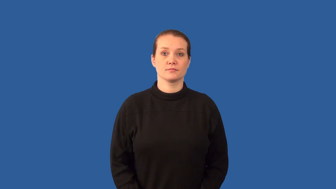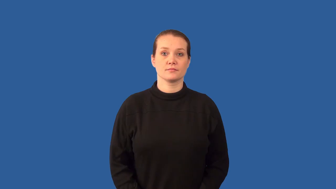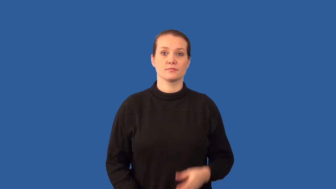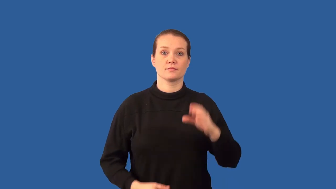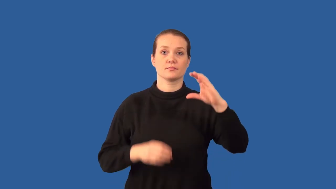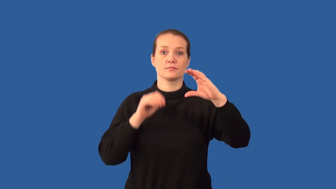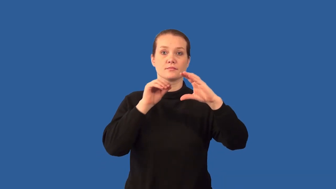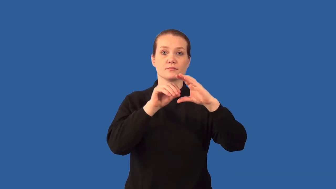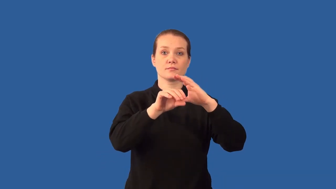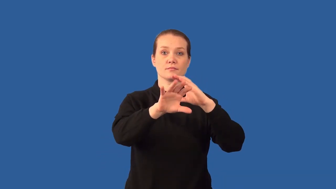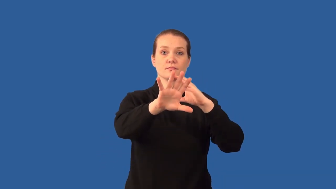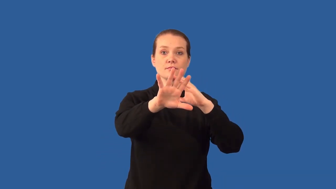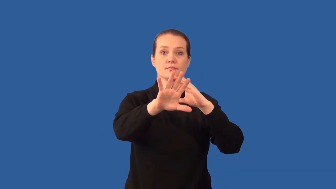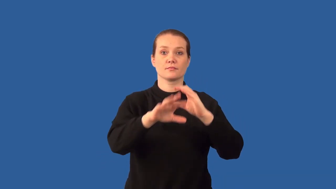diffract